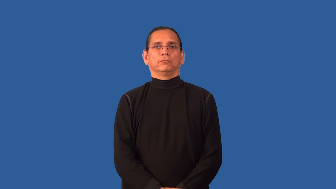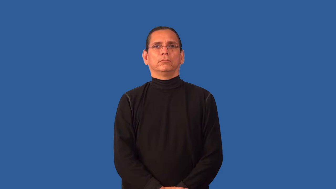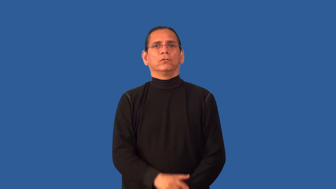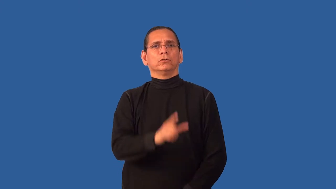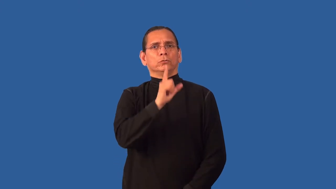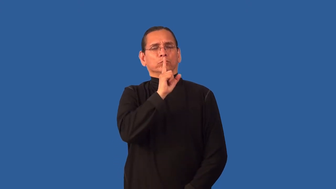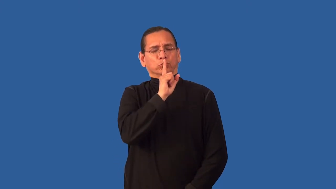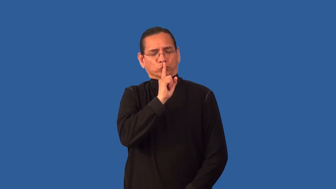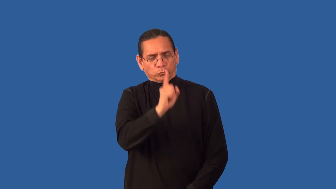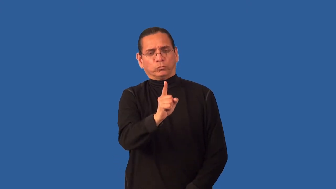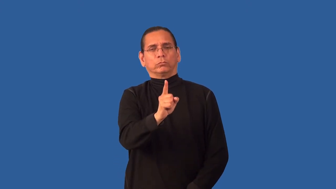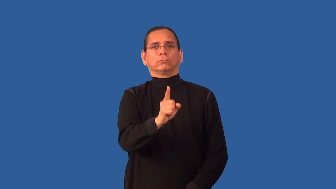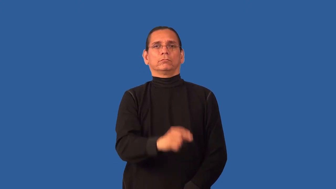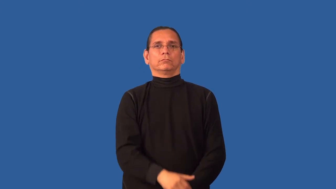authentic,bona fide